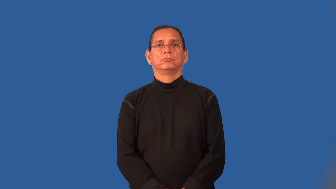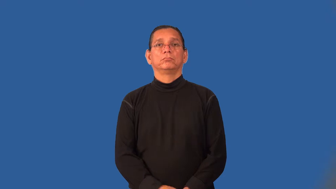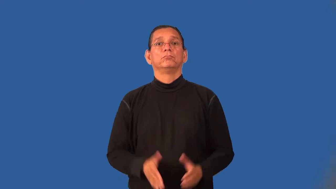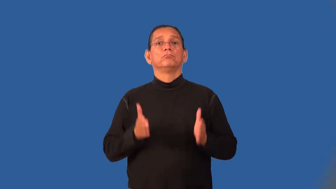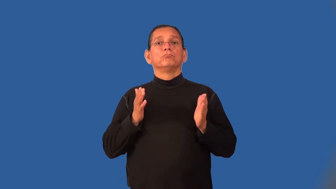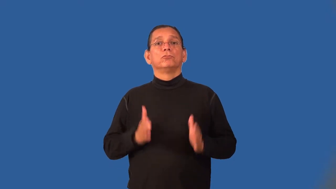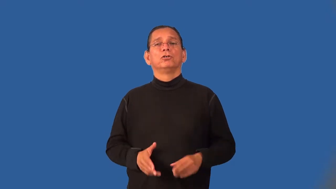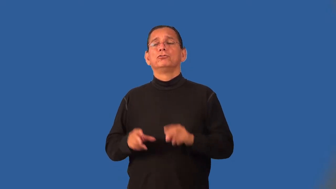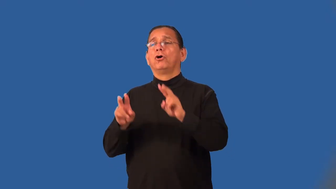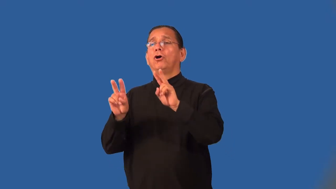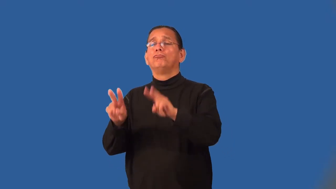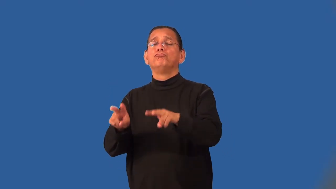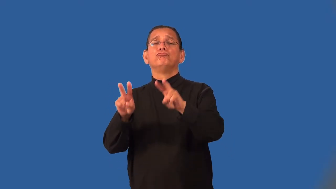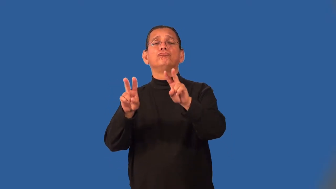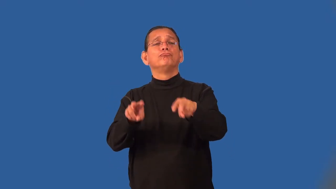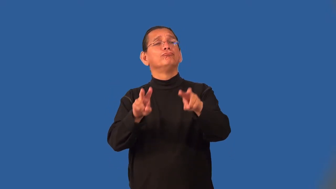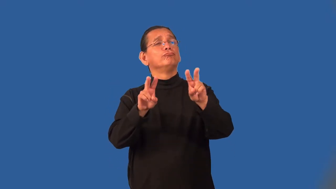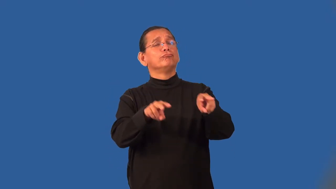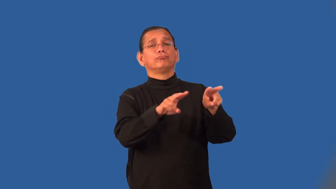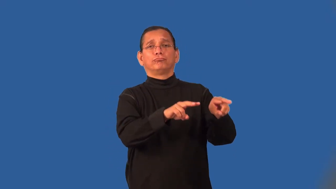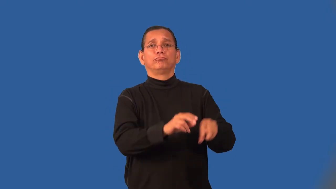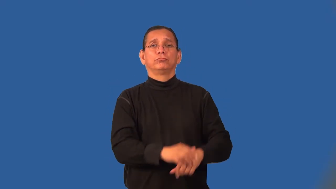sightseer